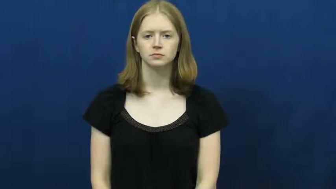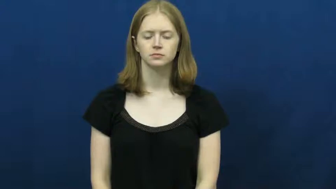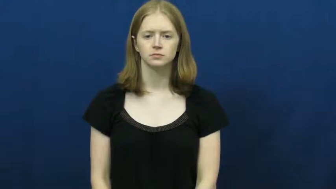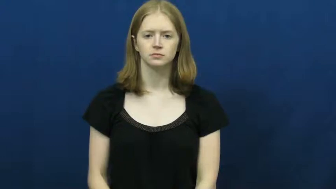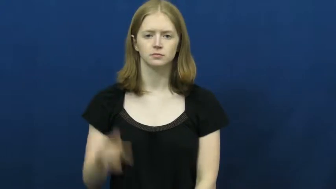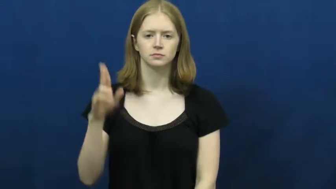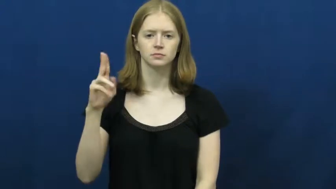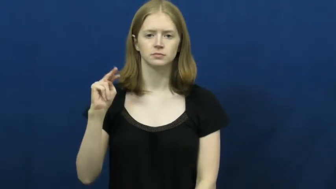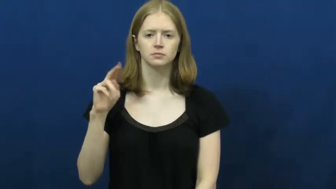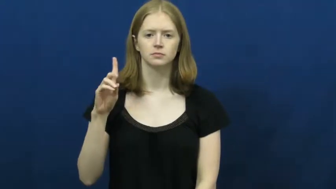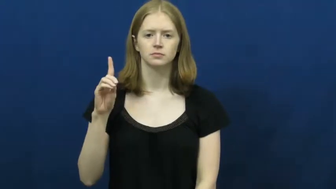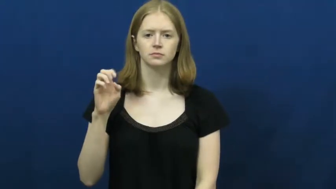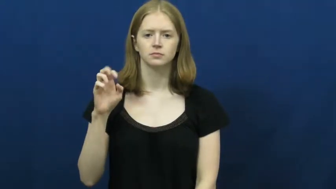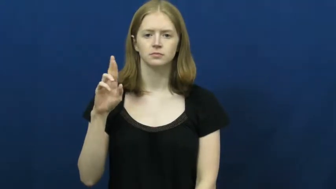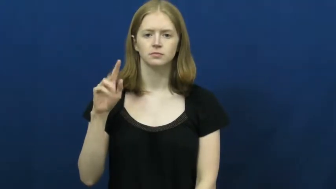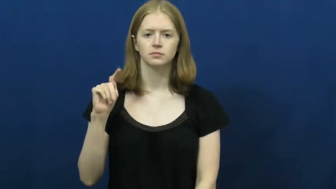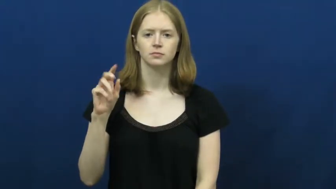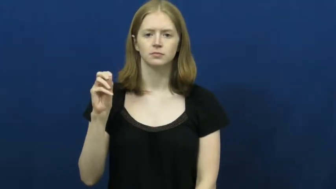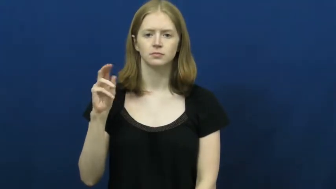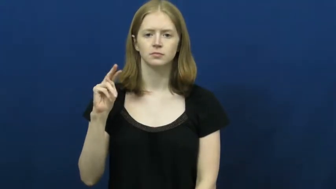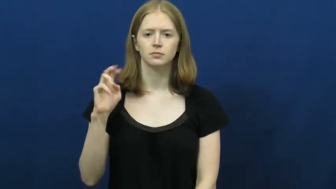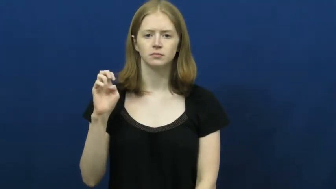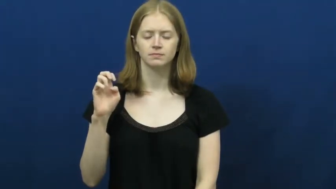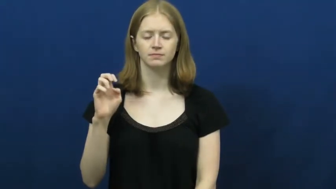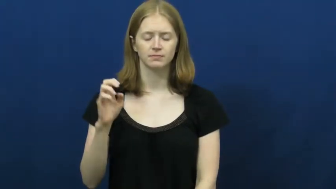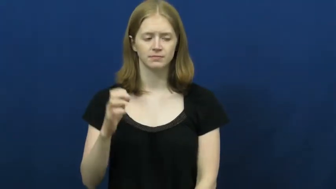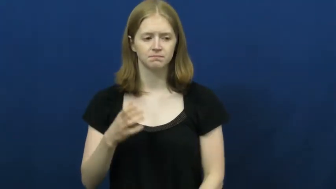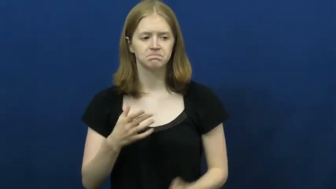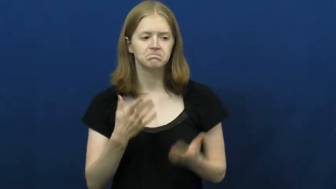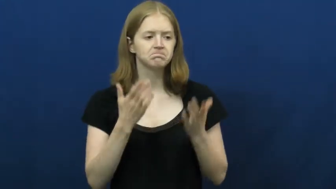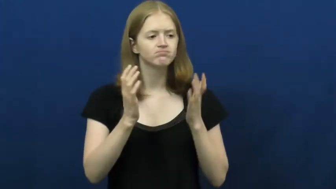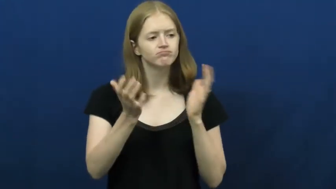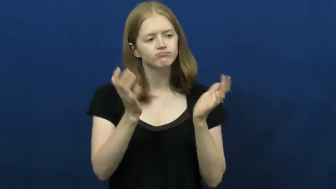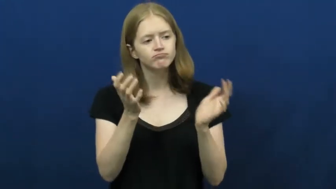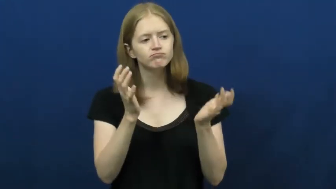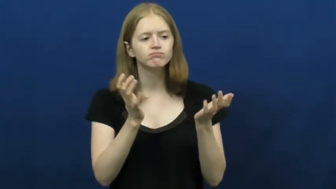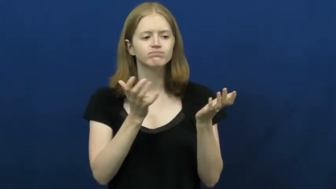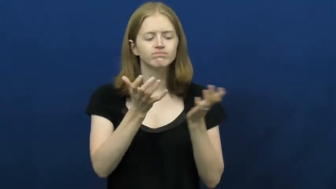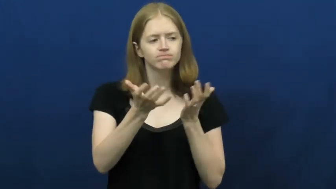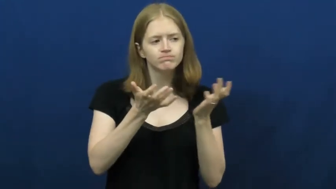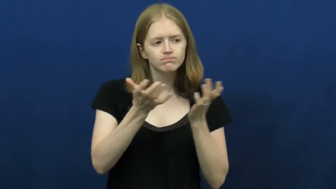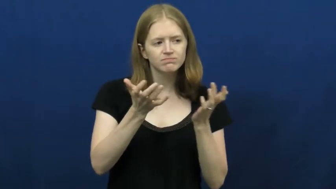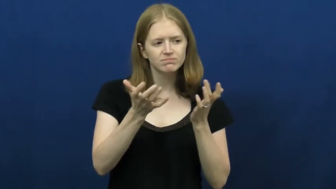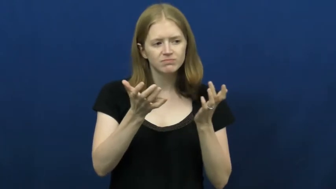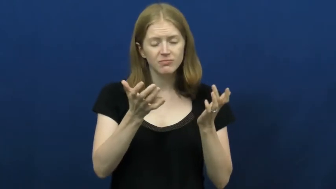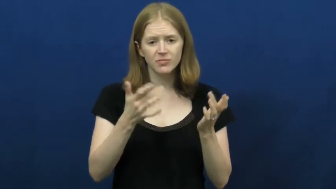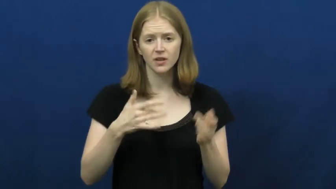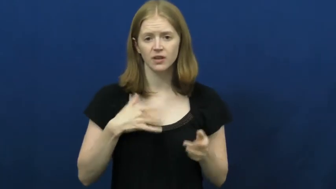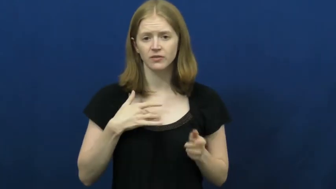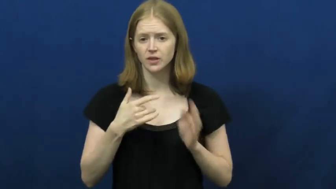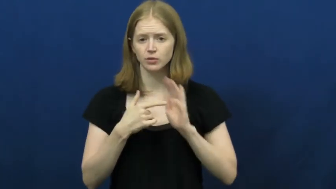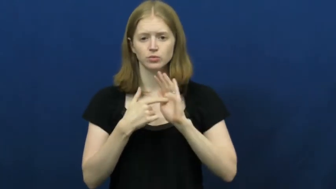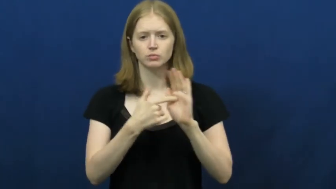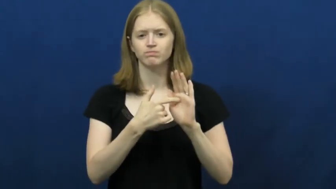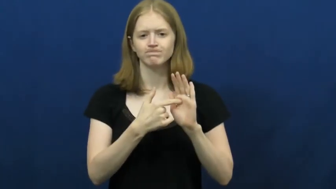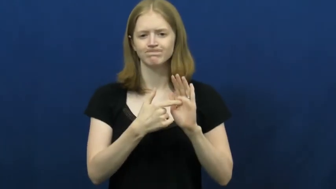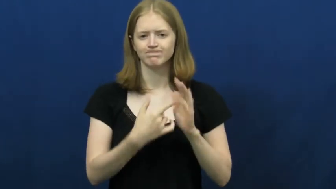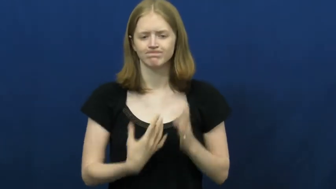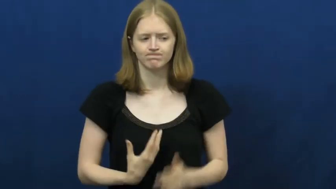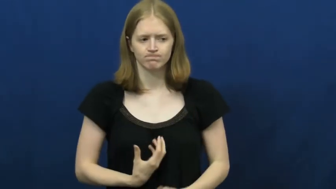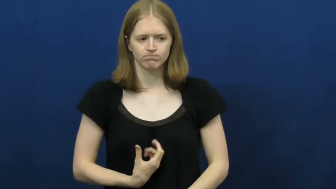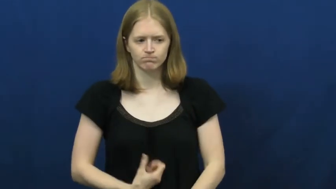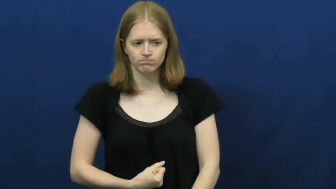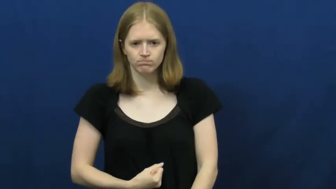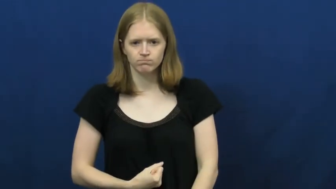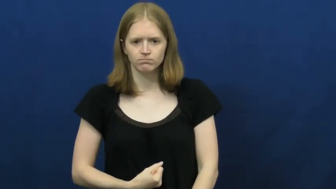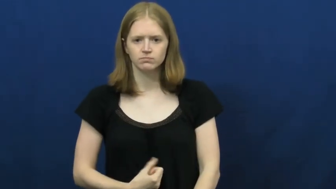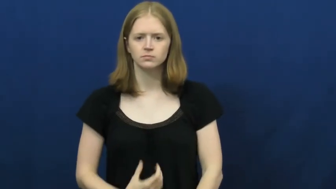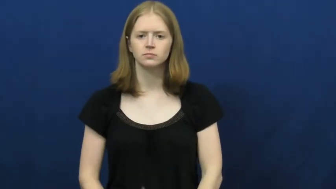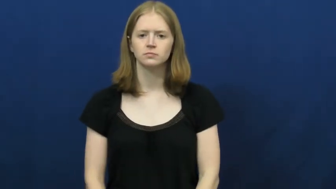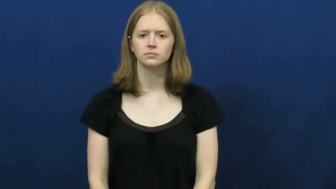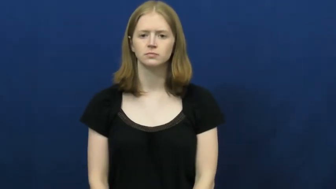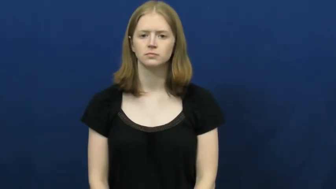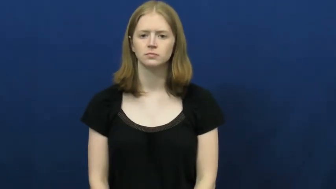undertone